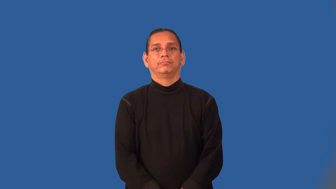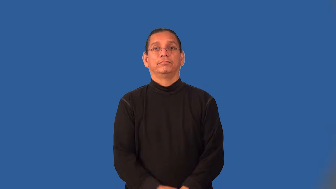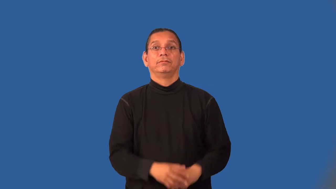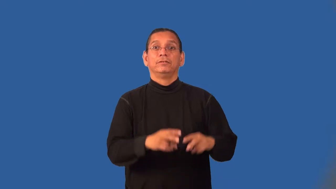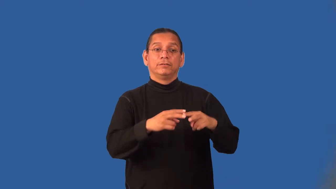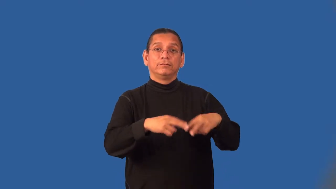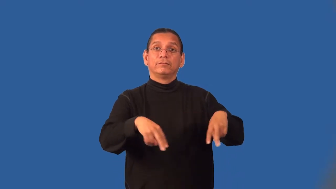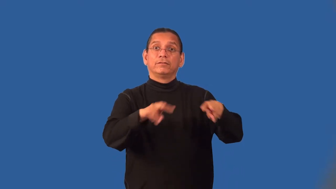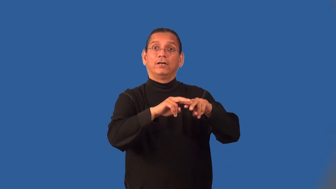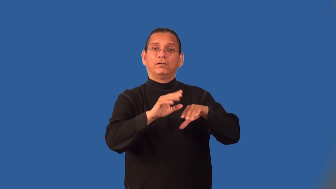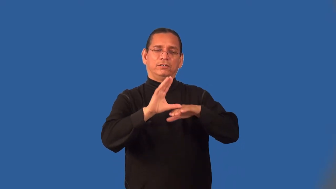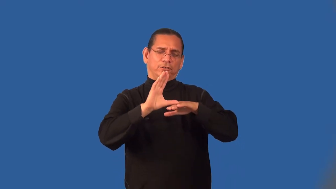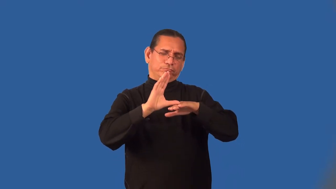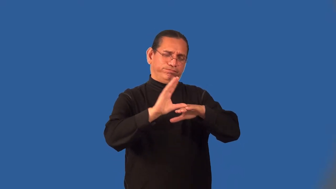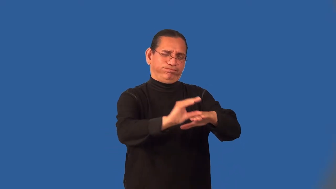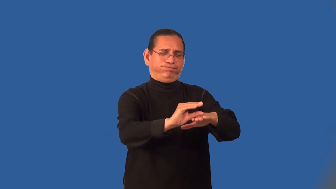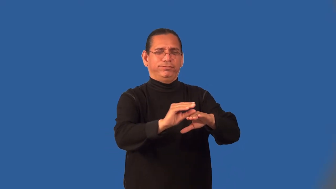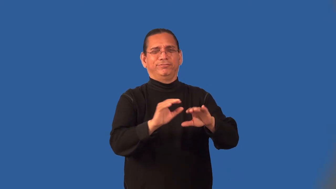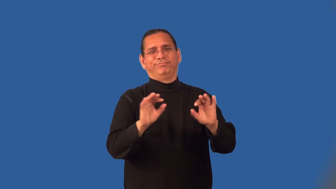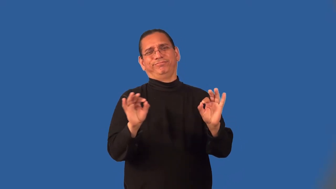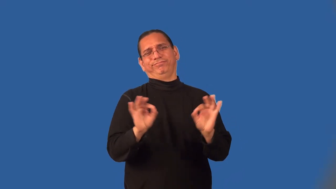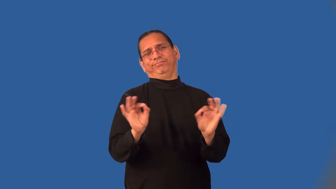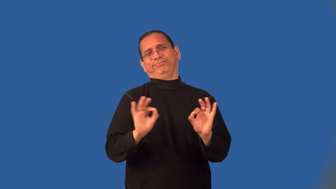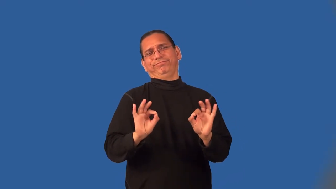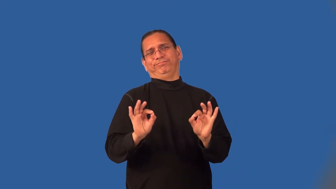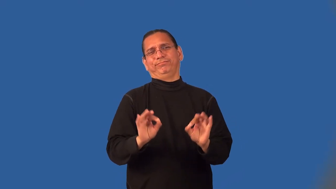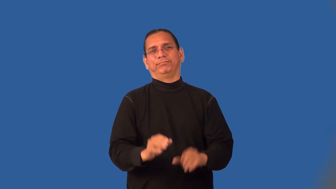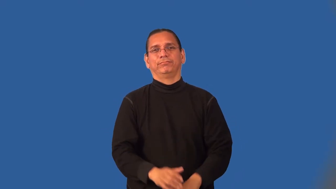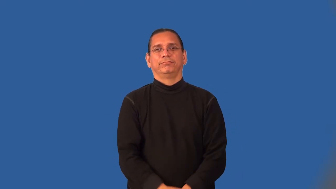marginalize